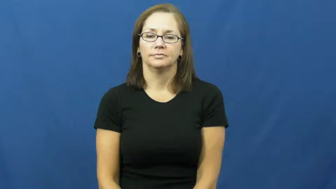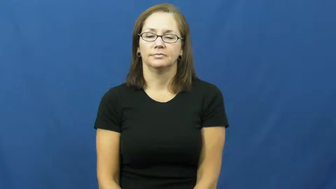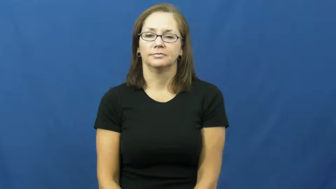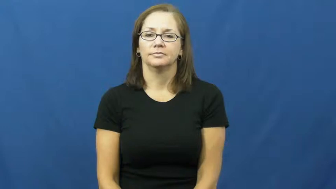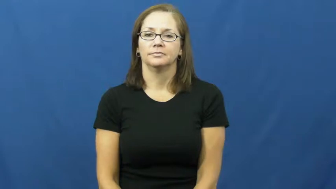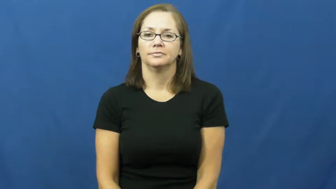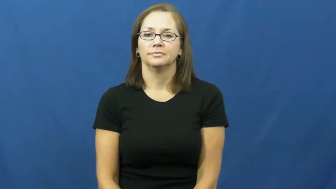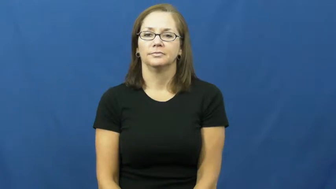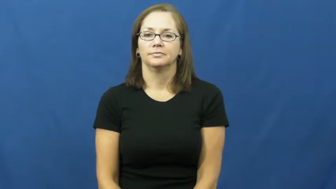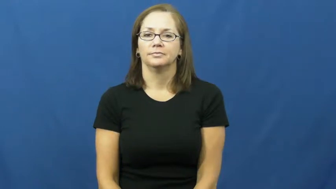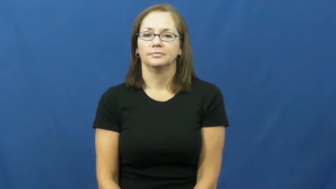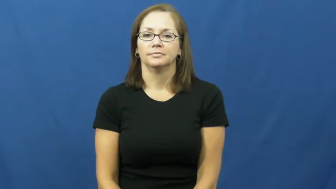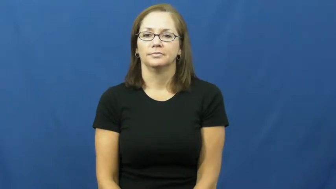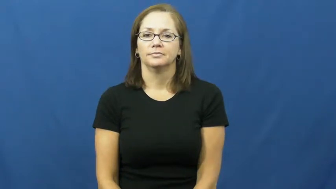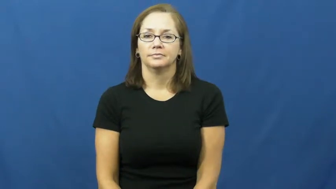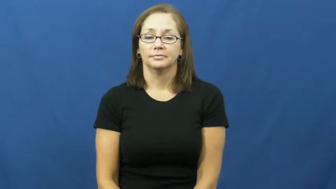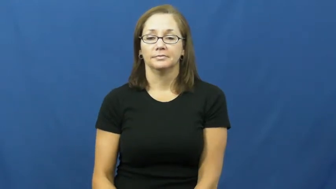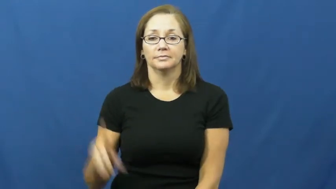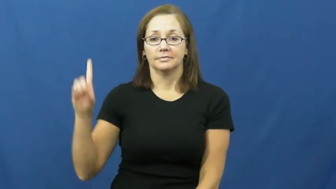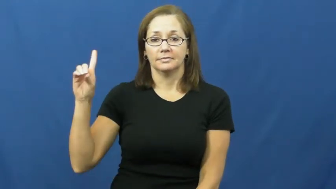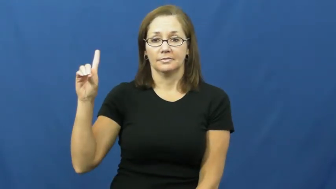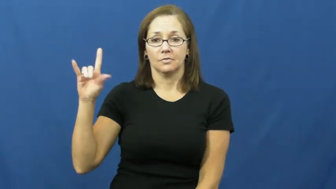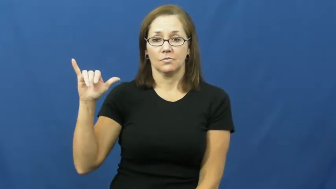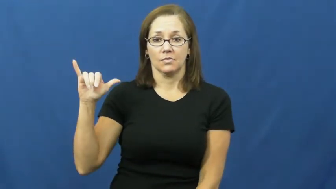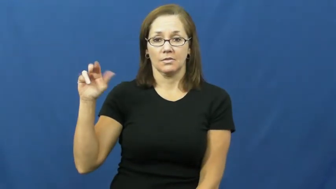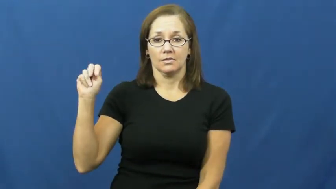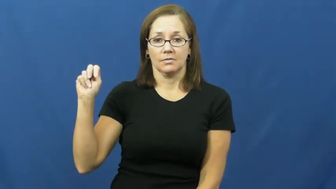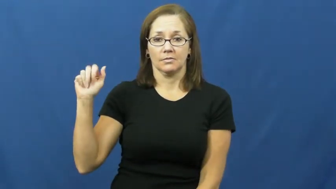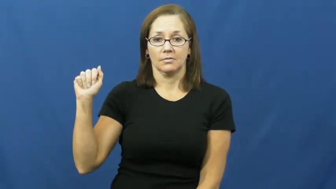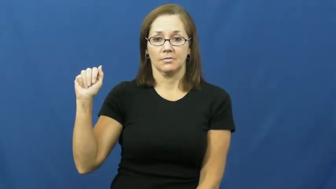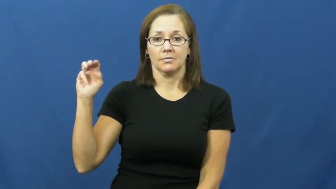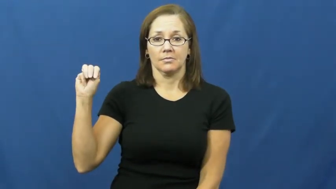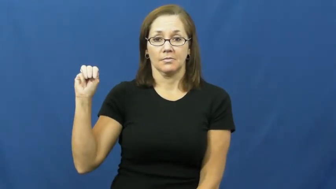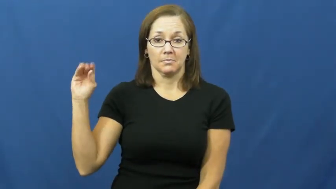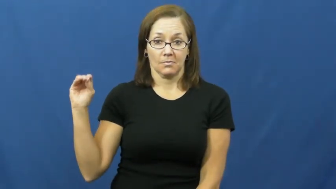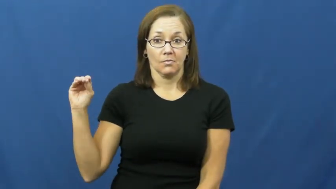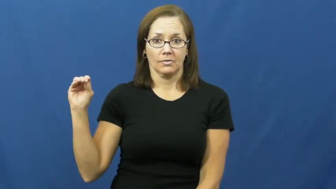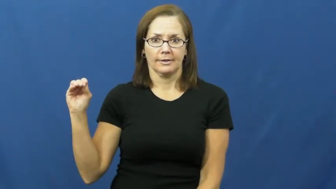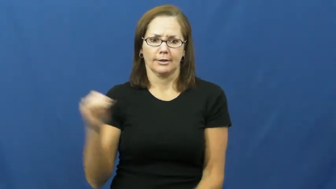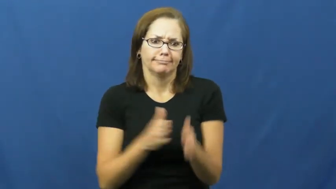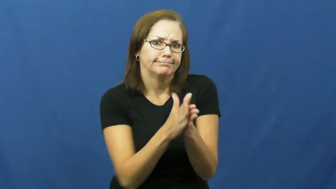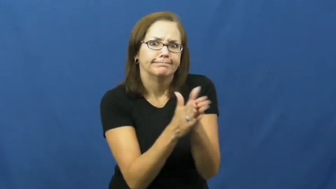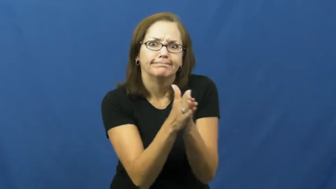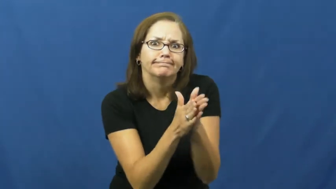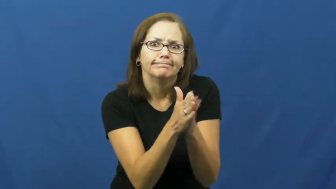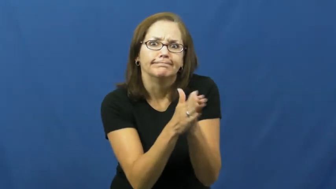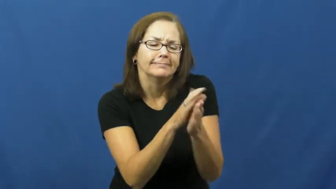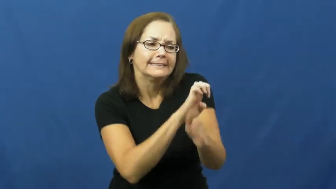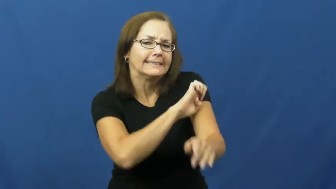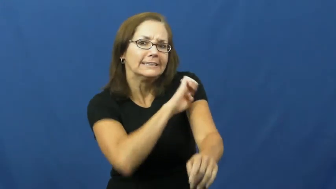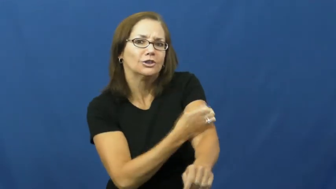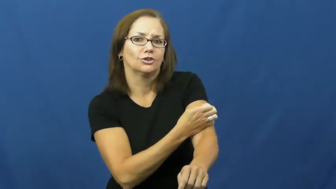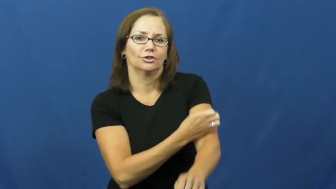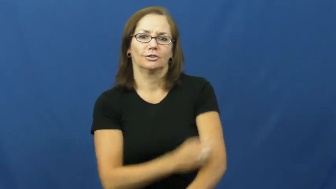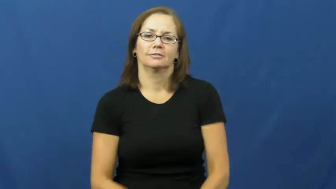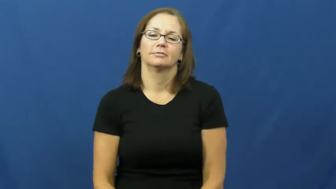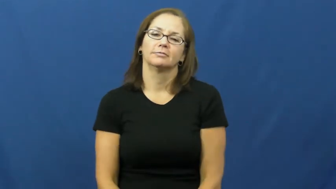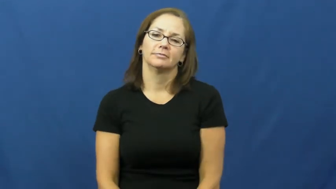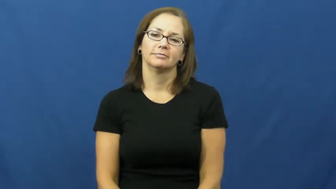dynamo